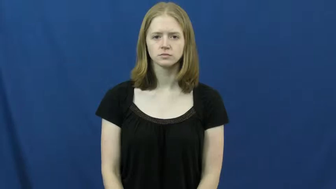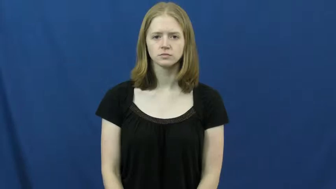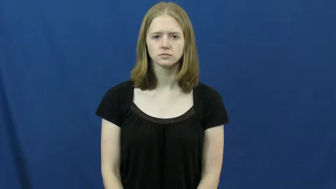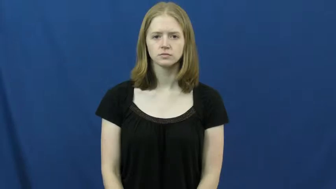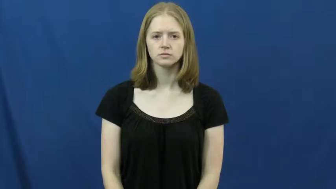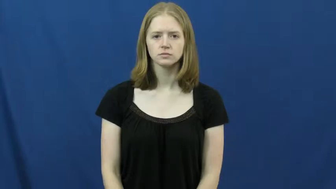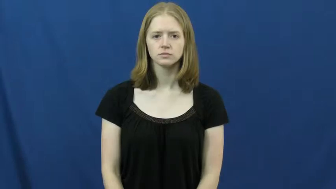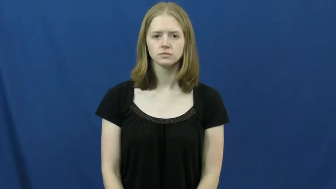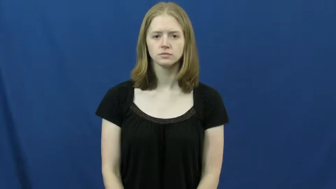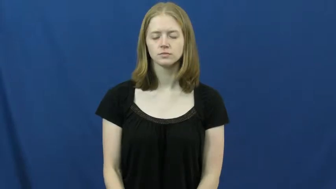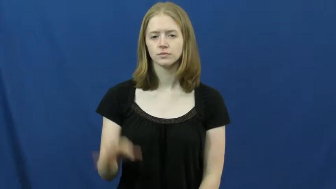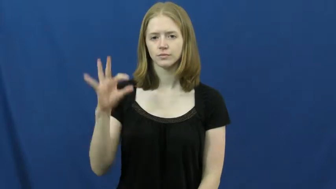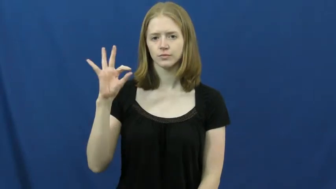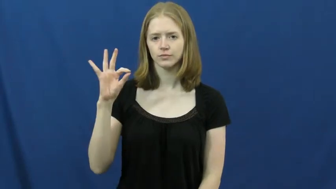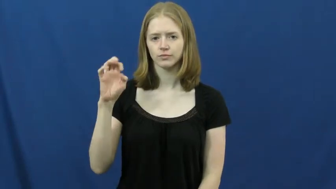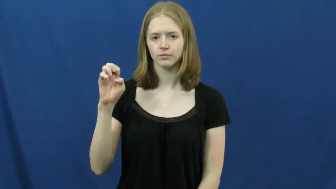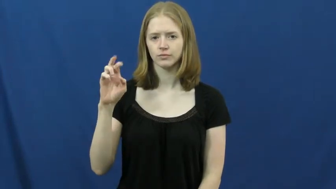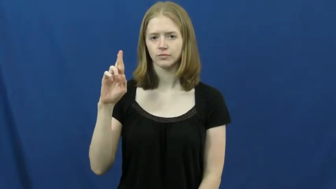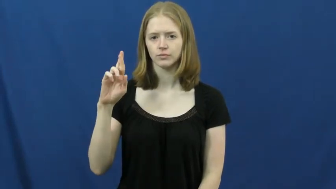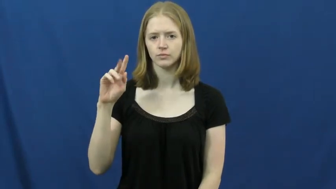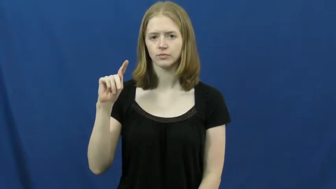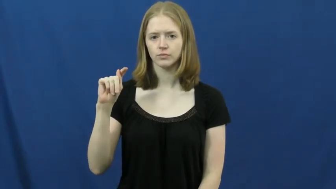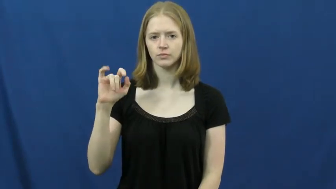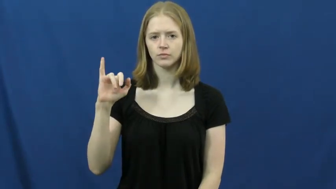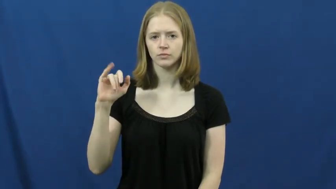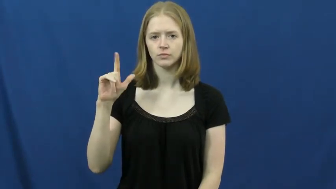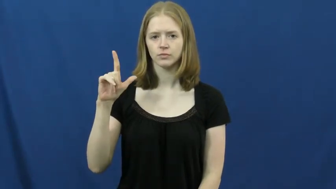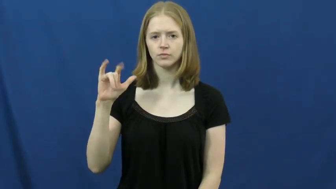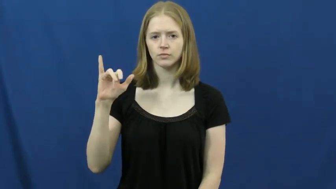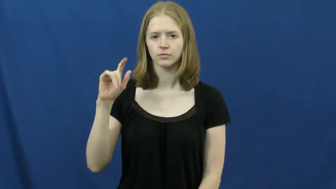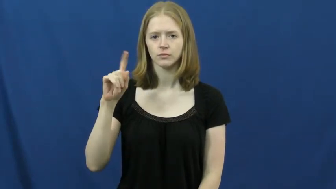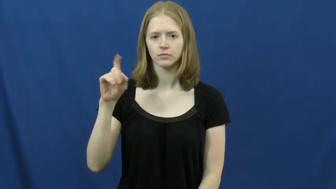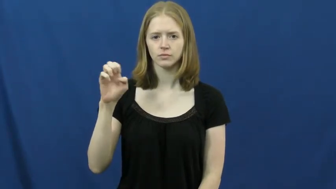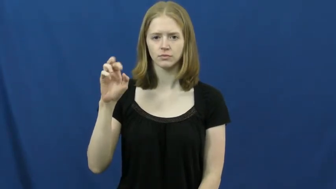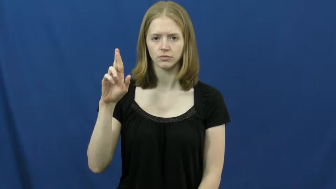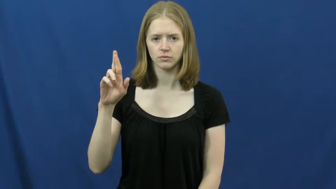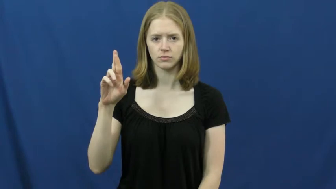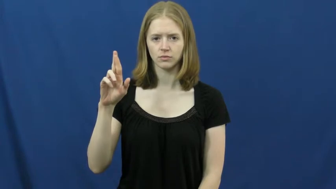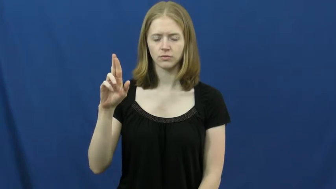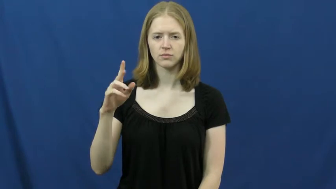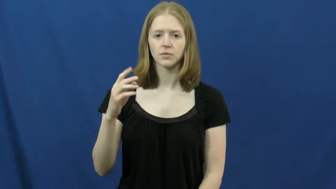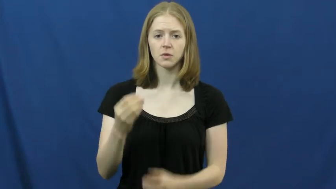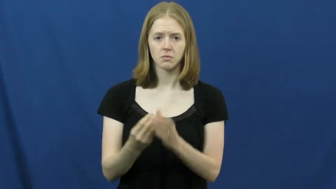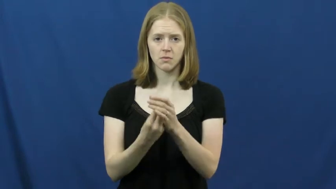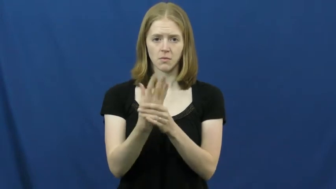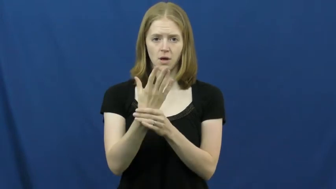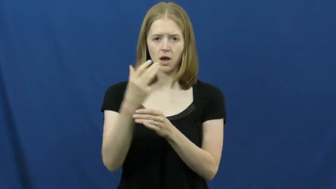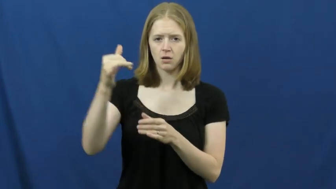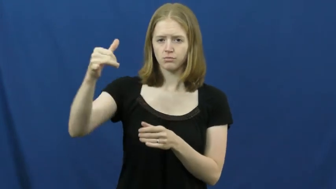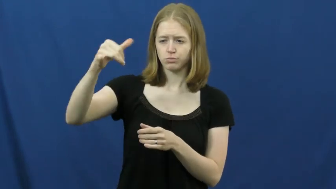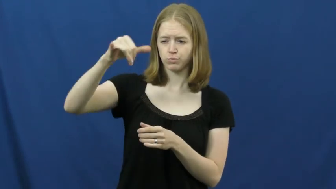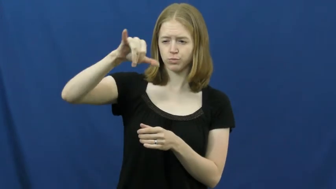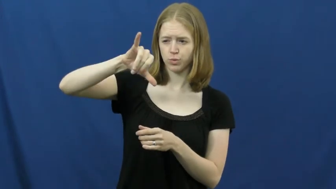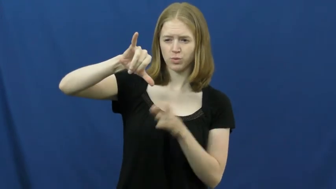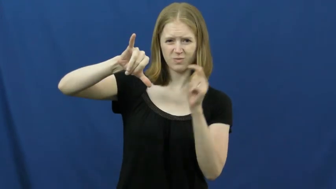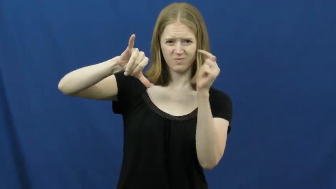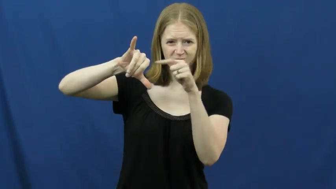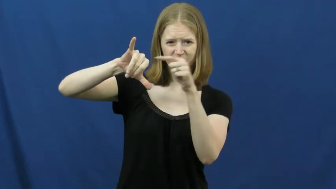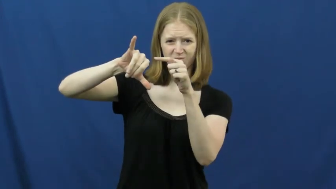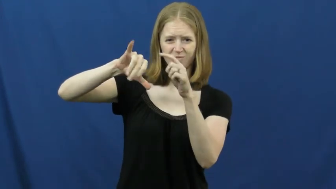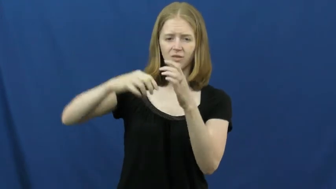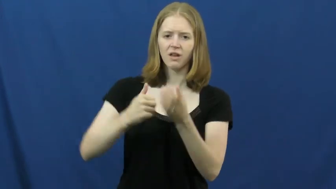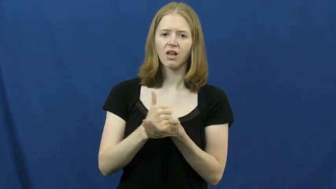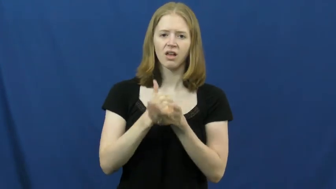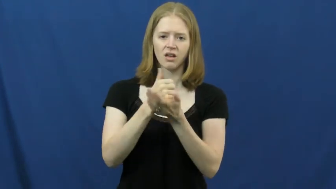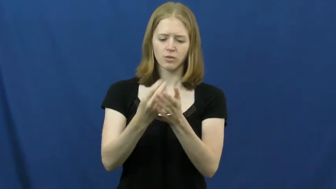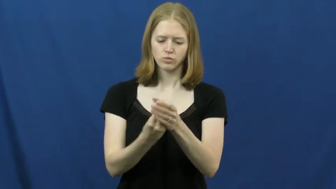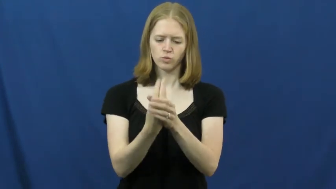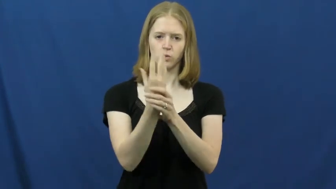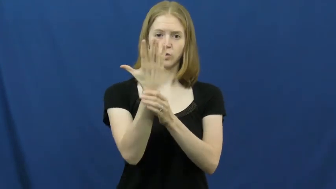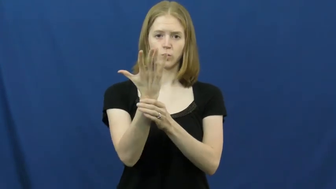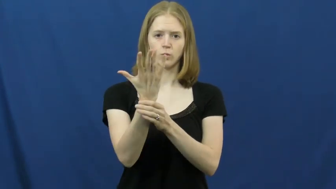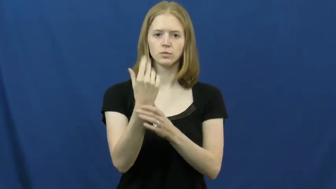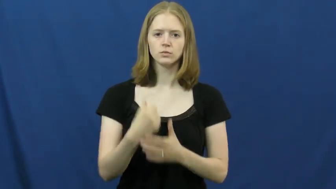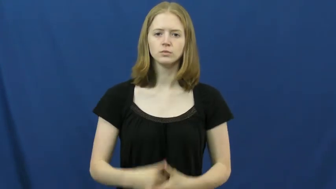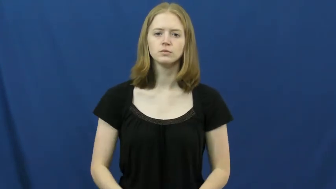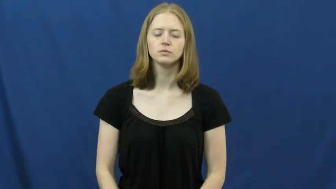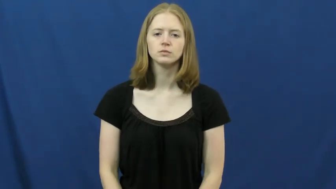fertilizer